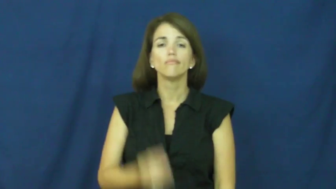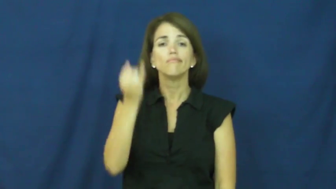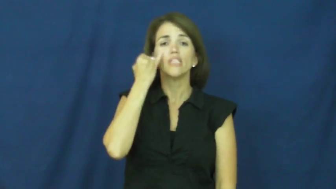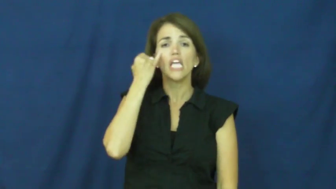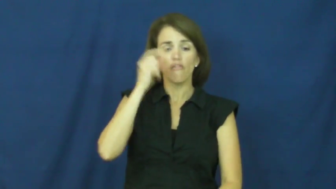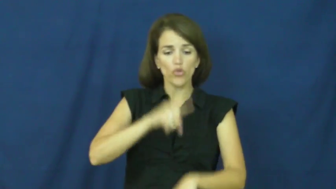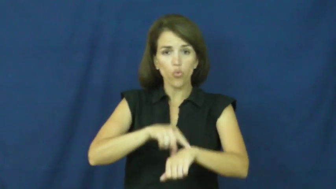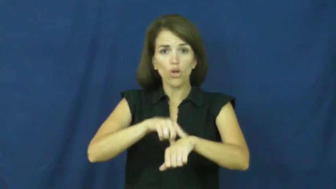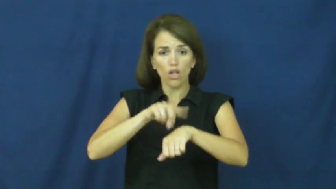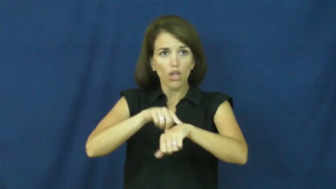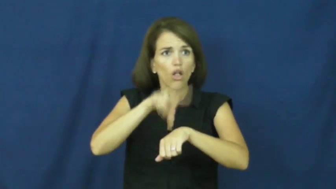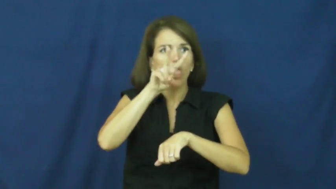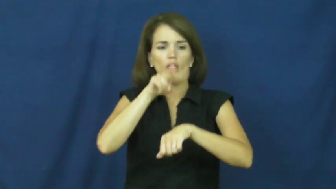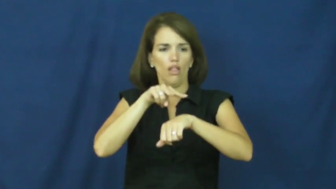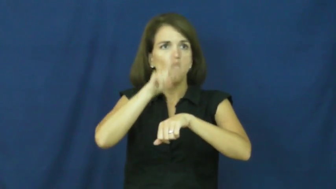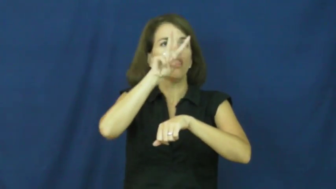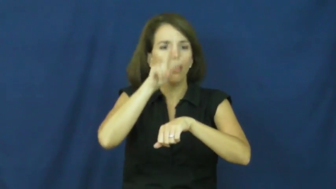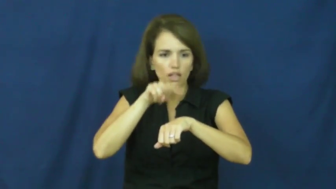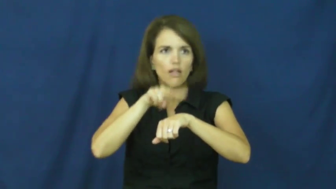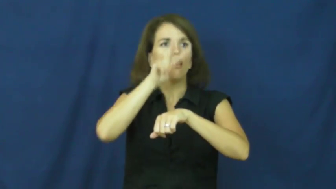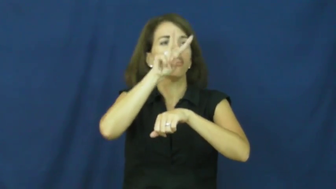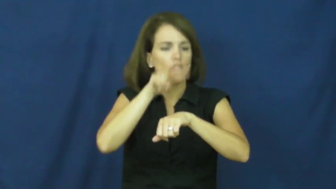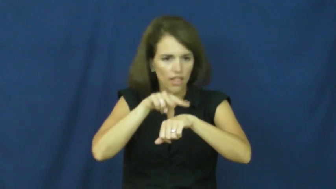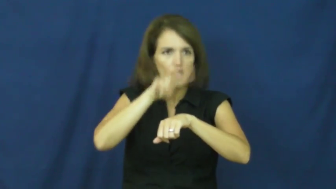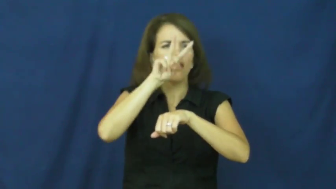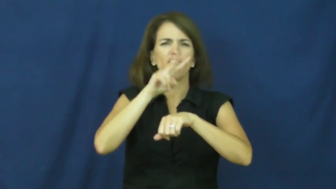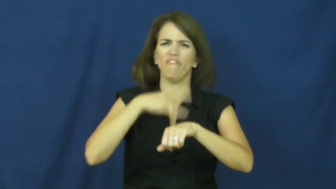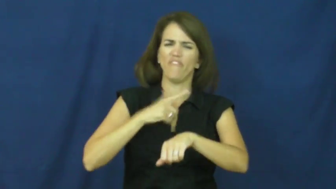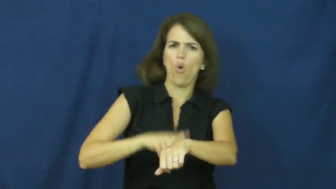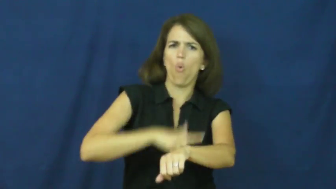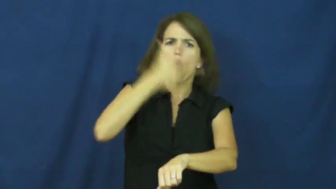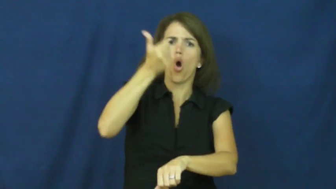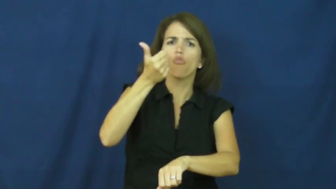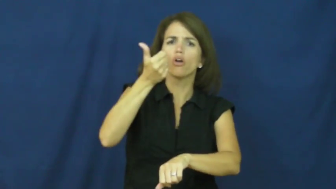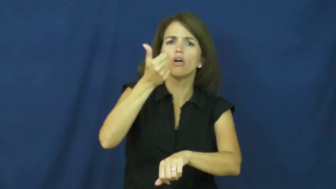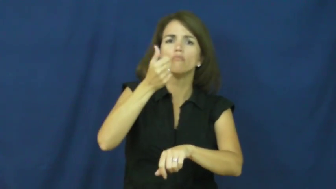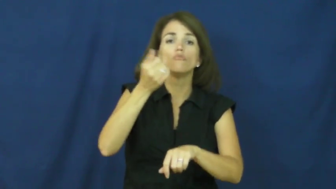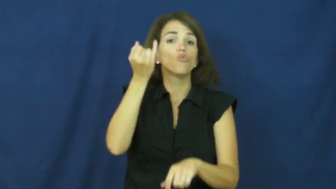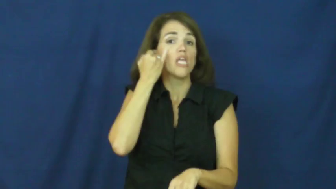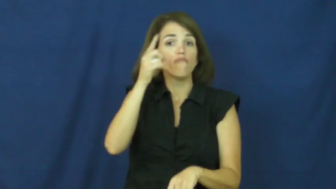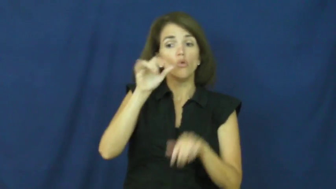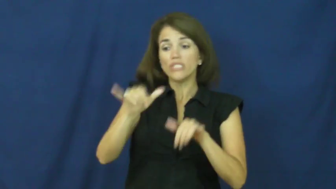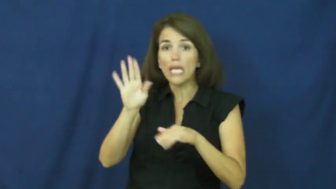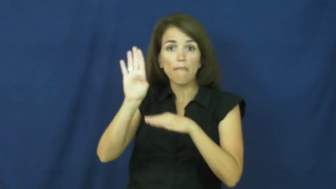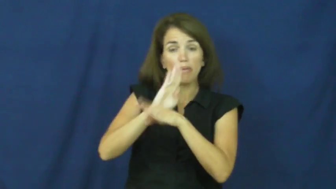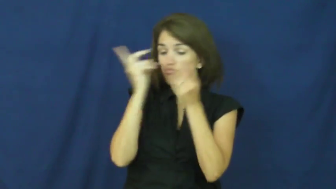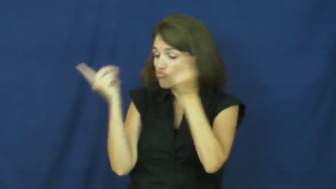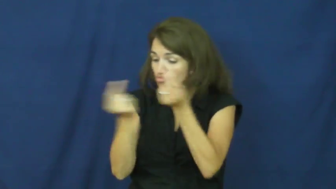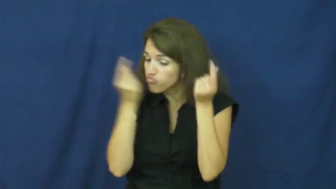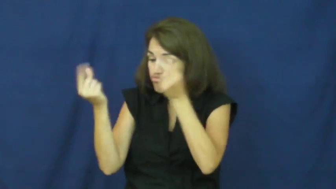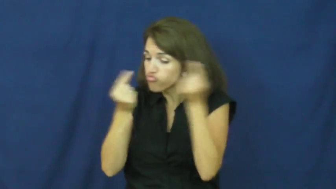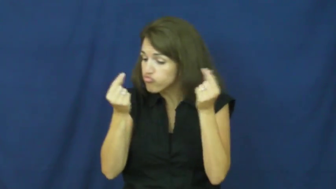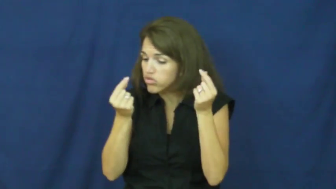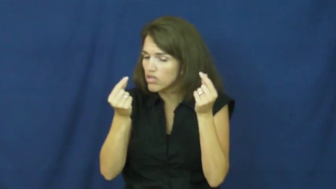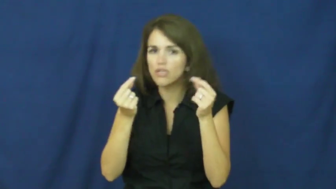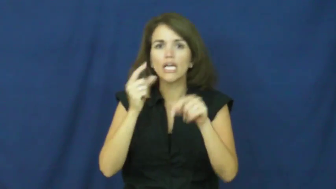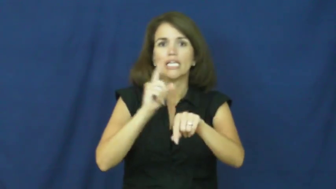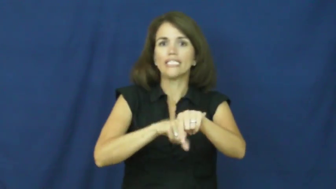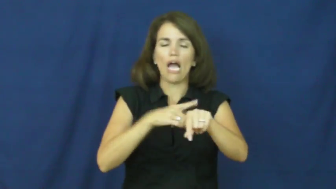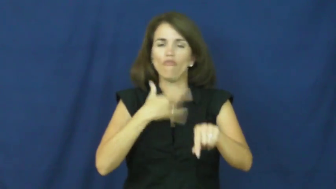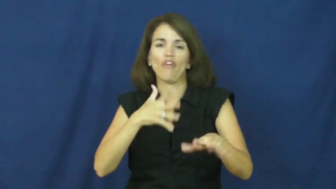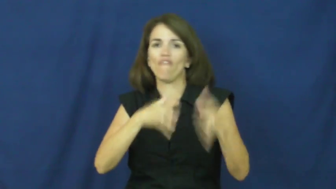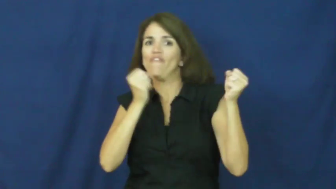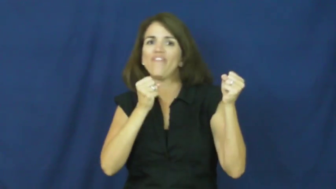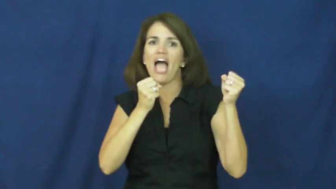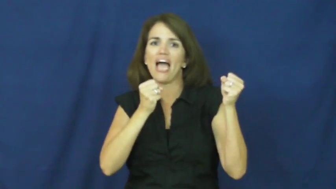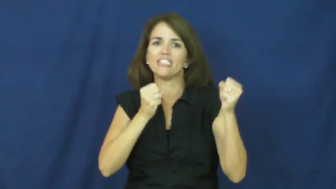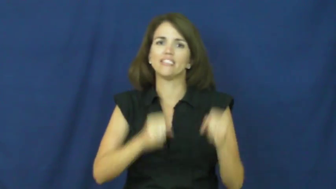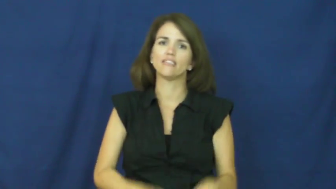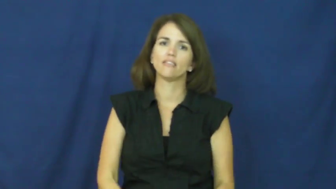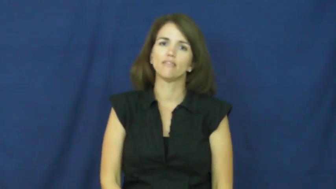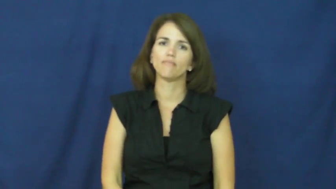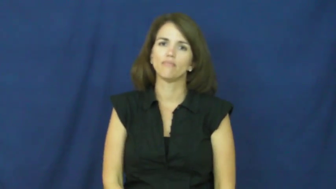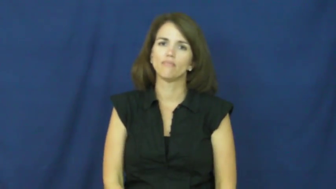"a watched pot never boils"